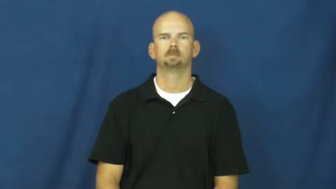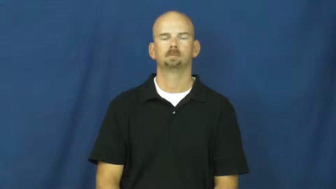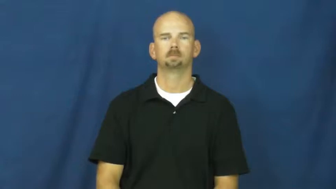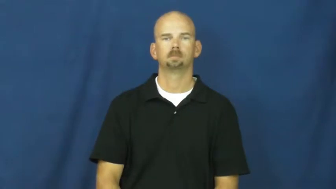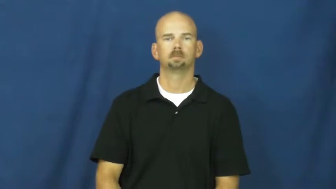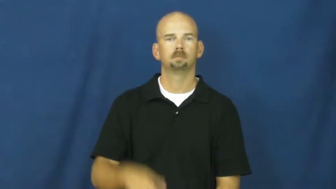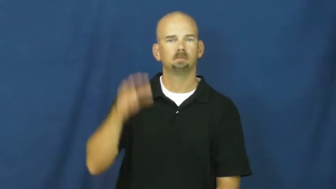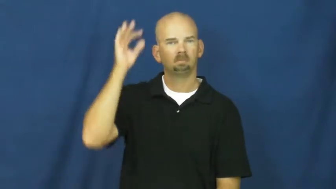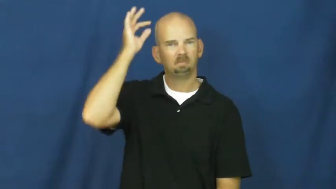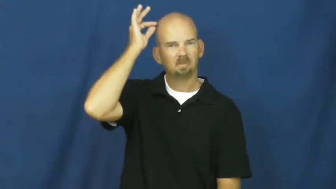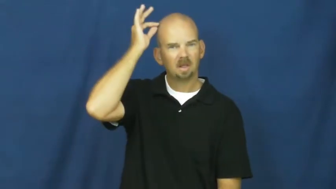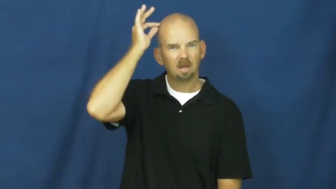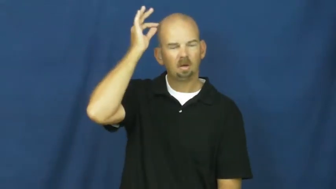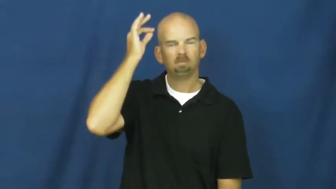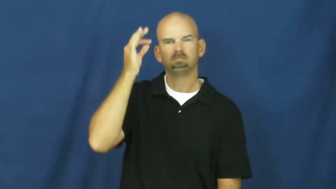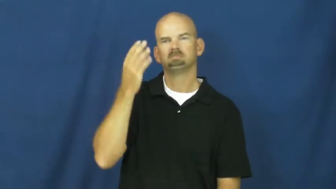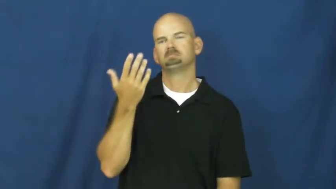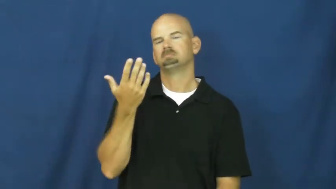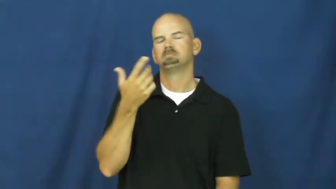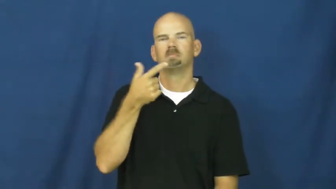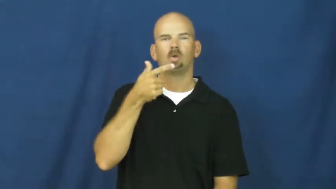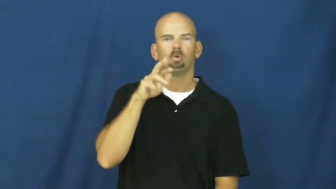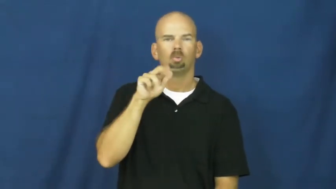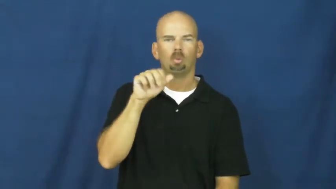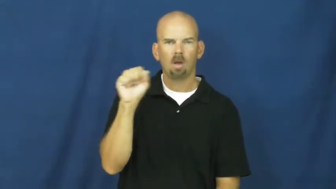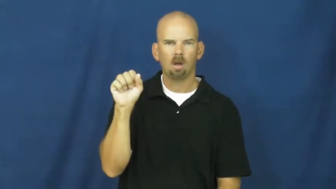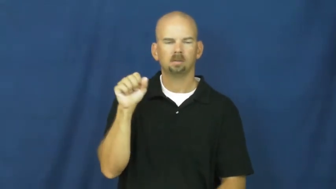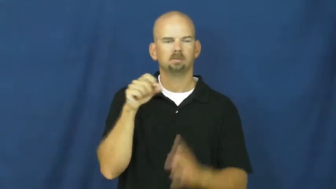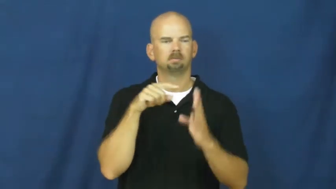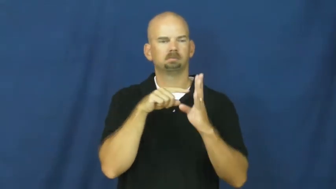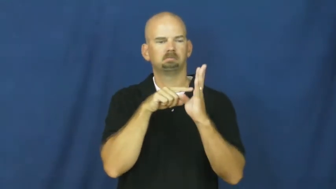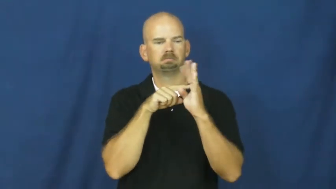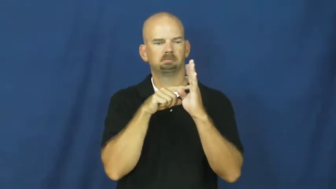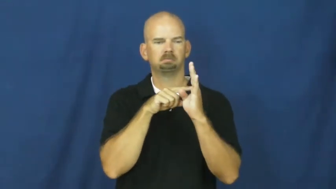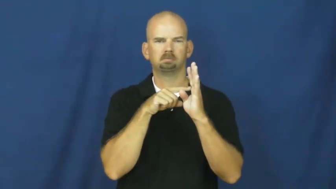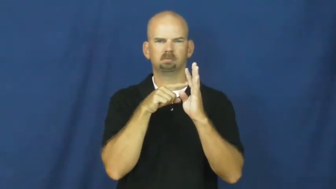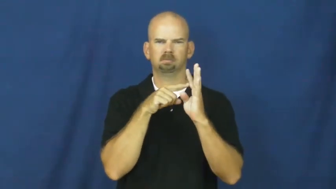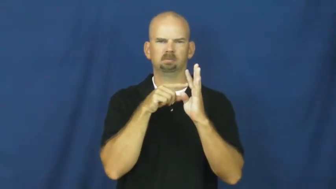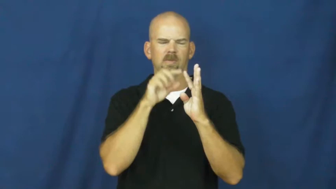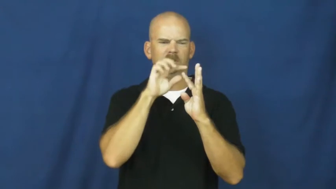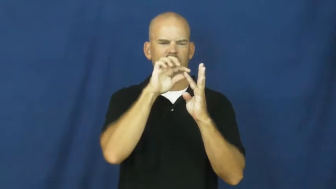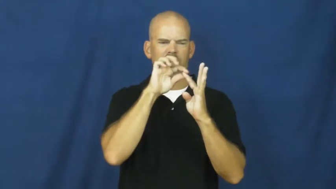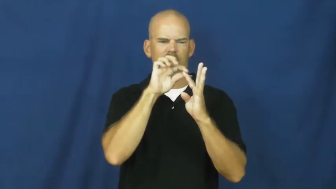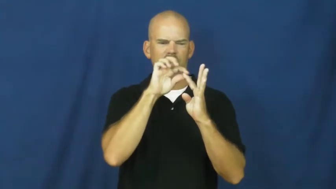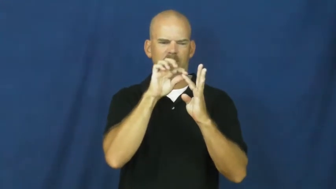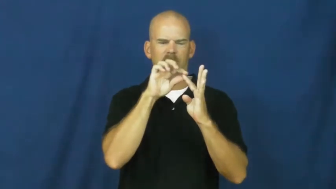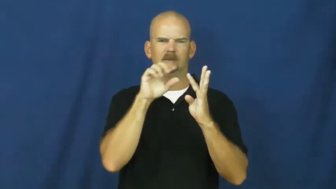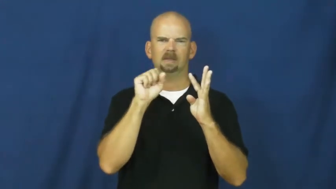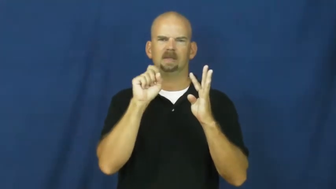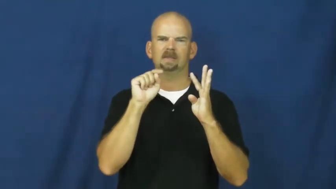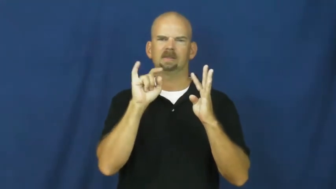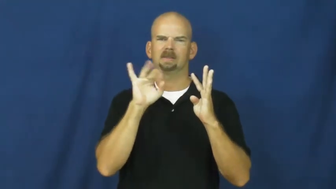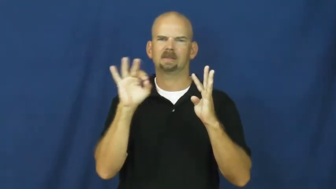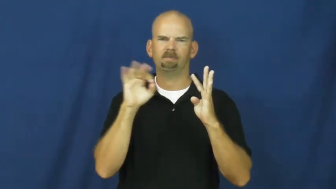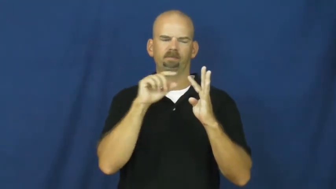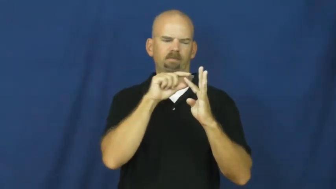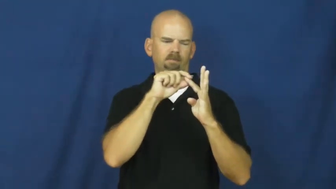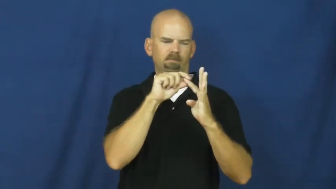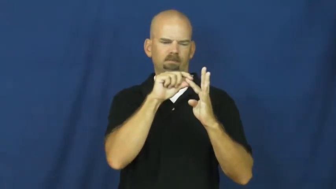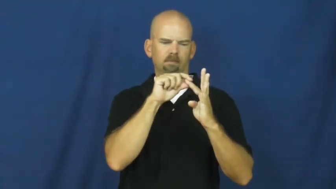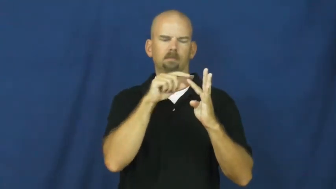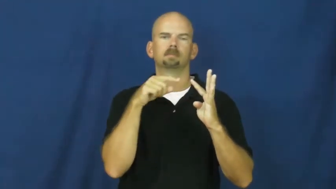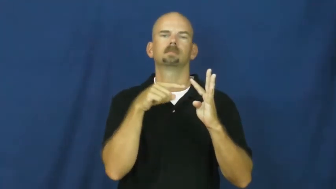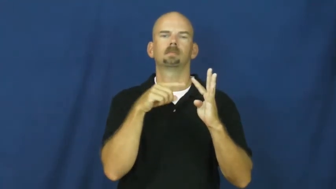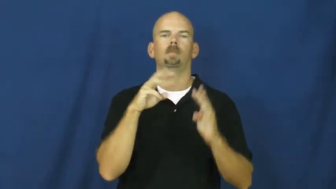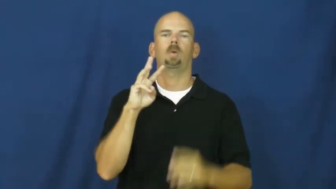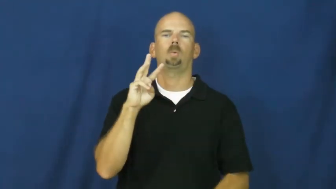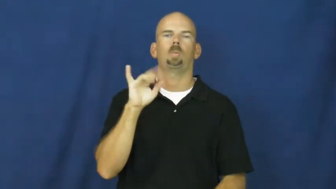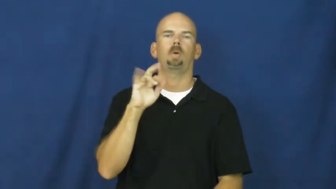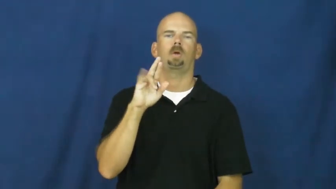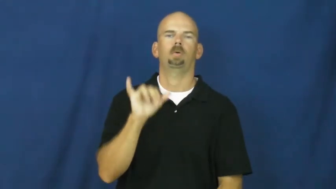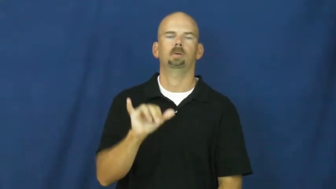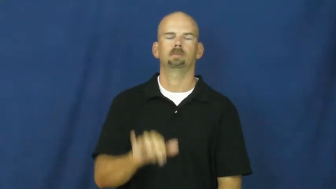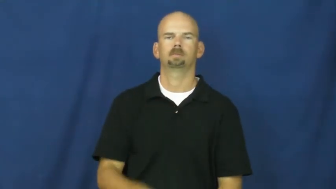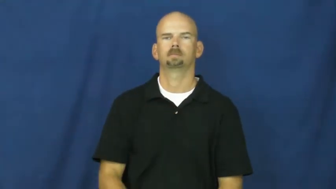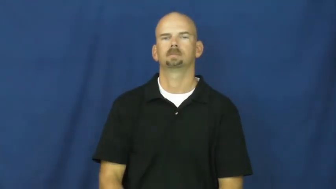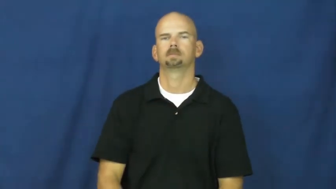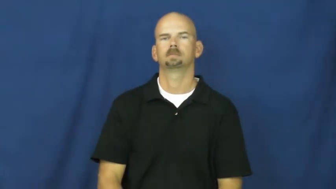wiry-stiff,rough